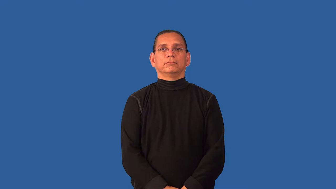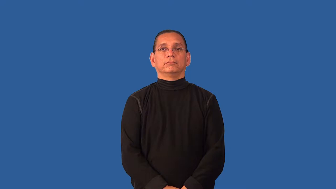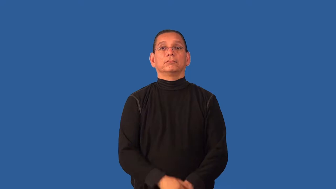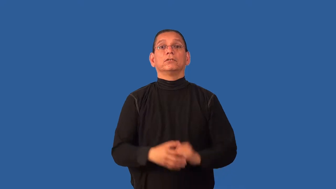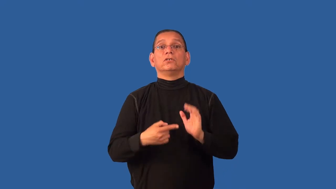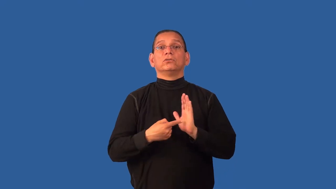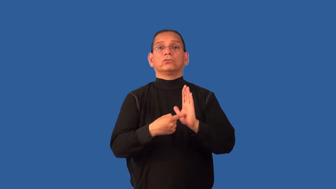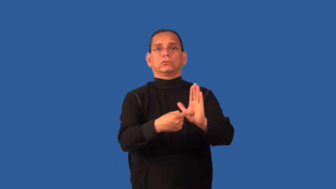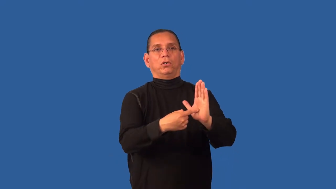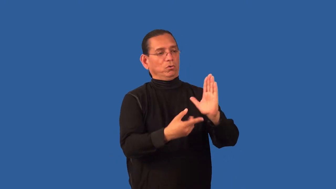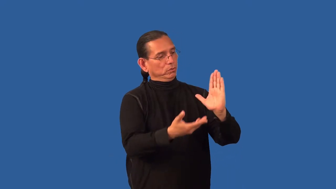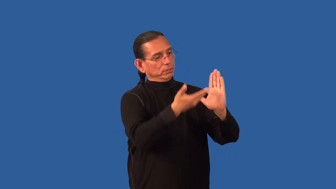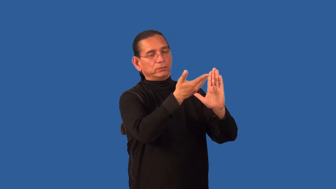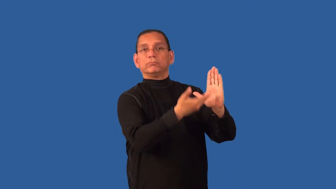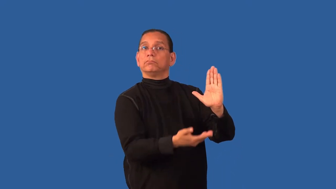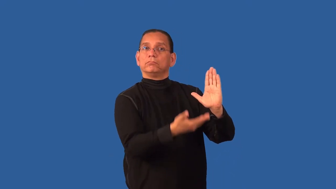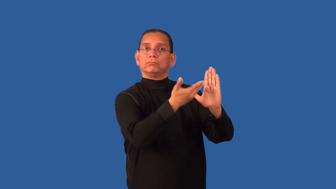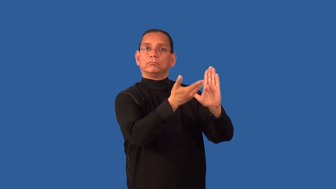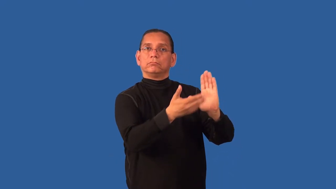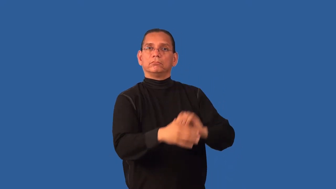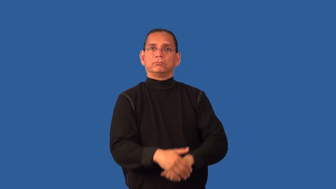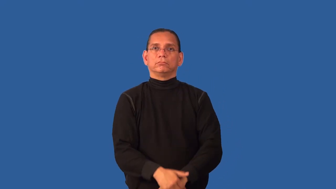depict